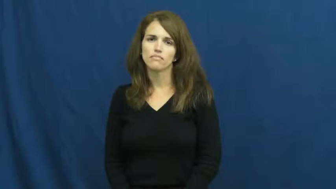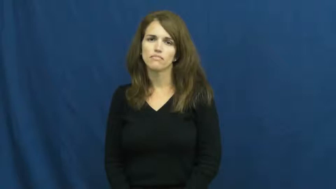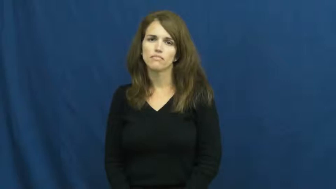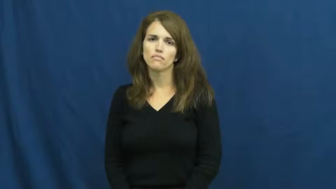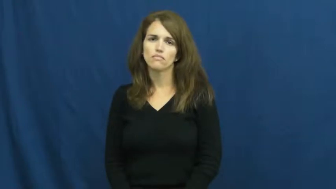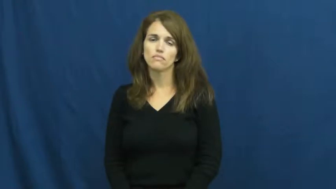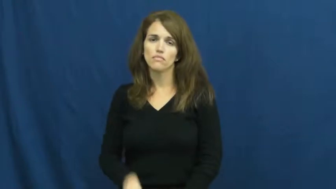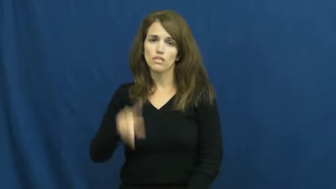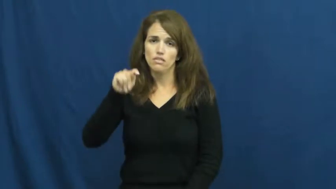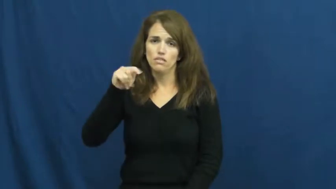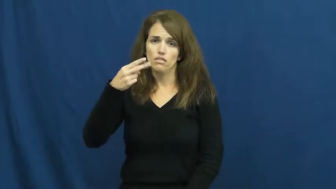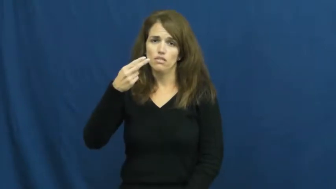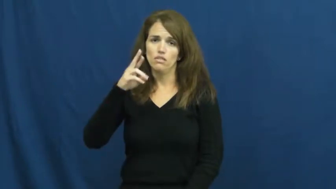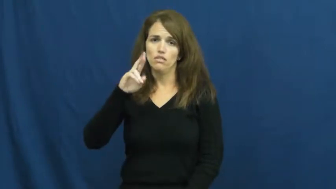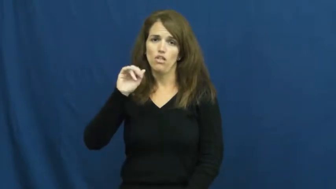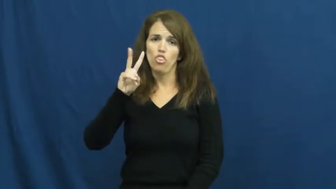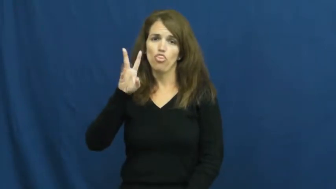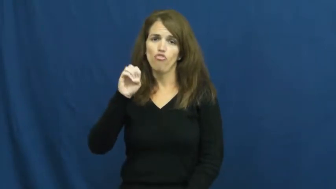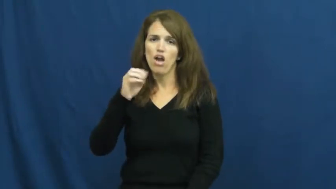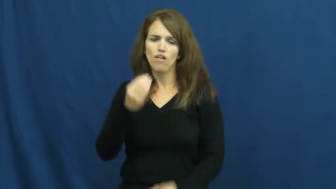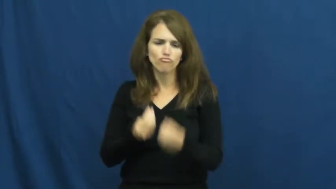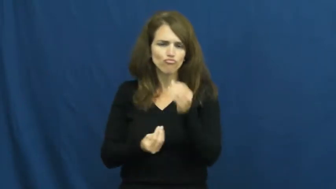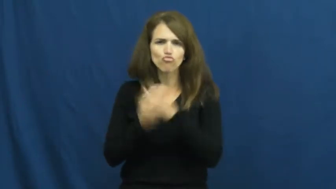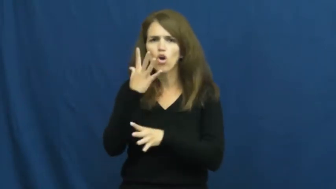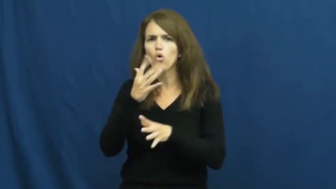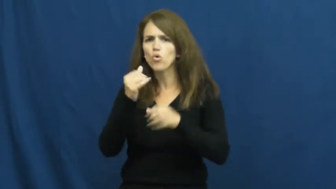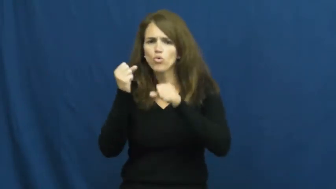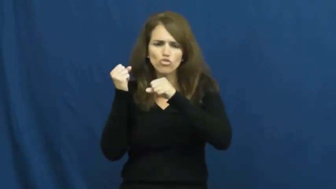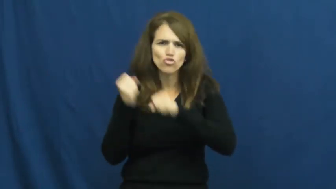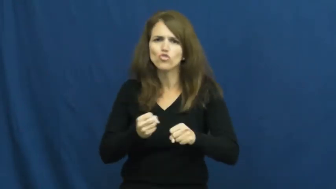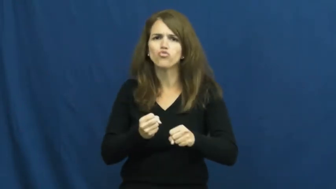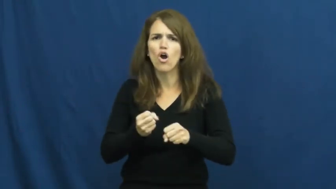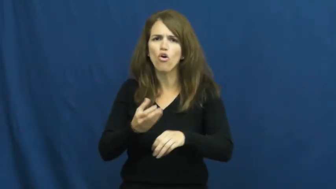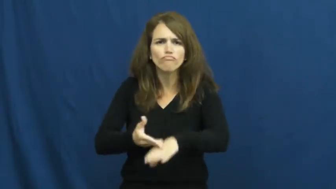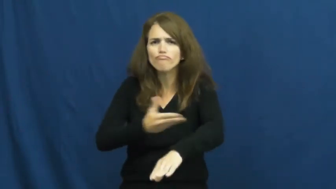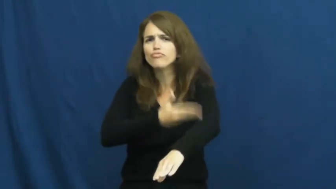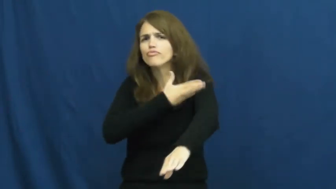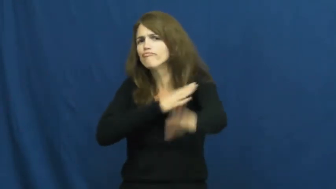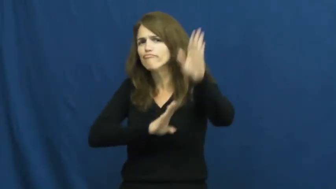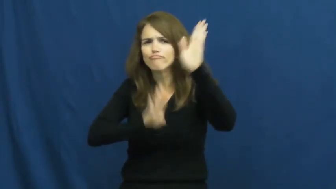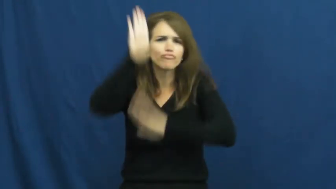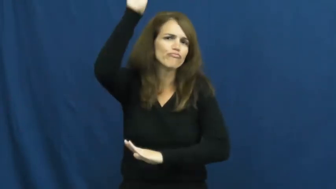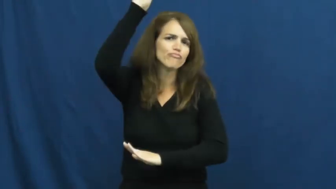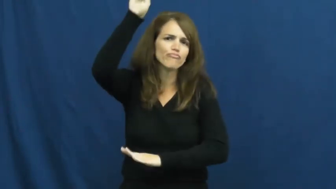thrive